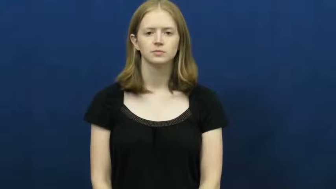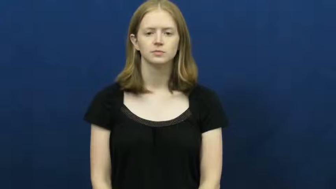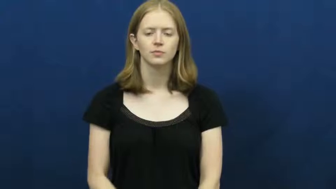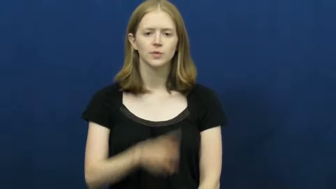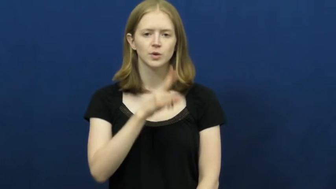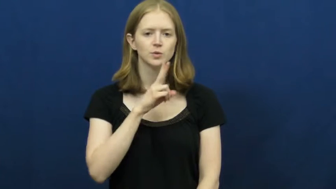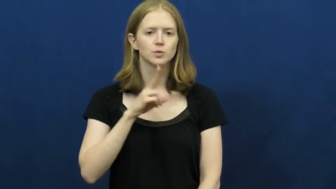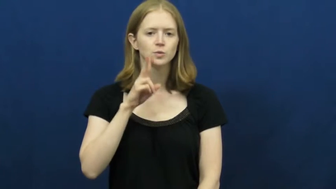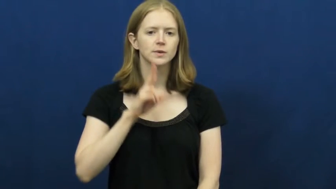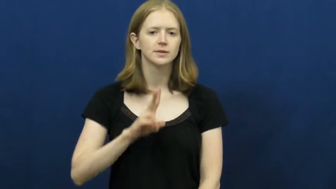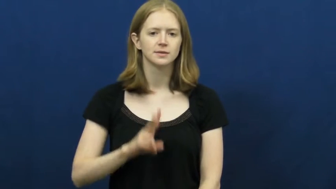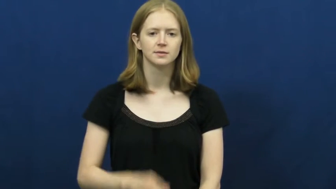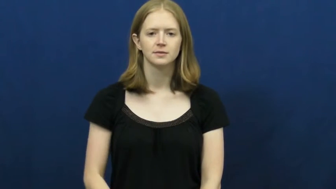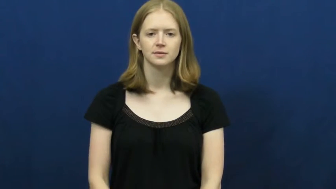twin